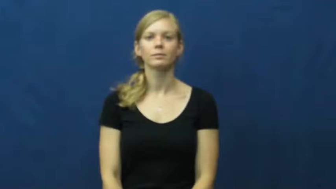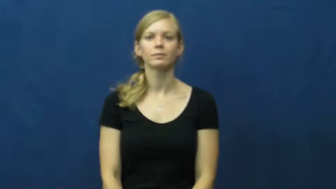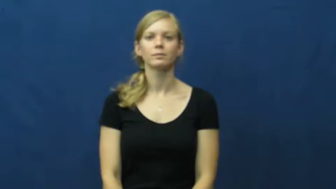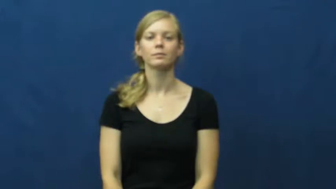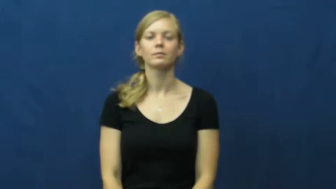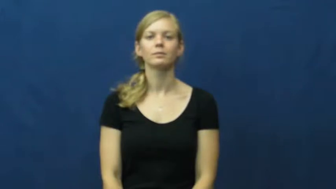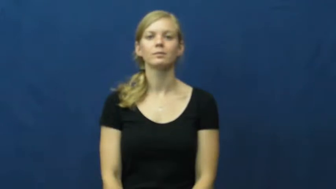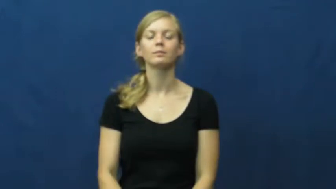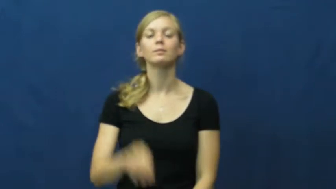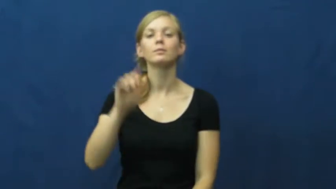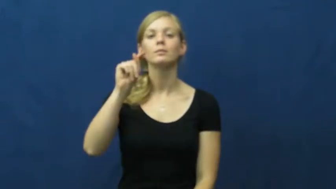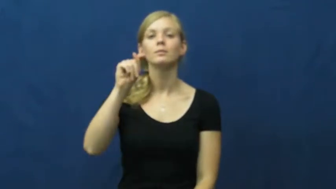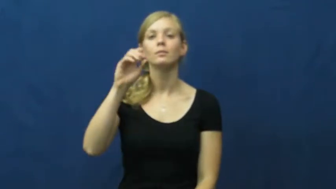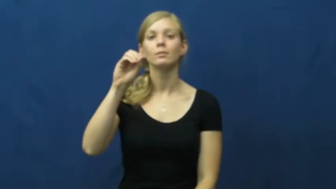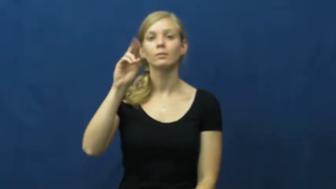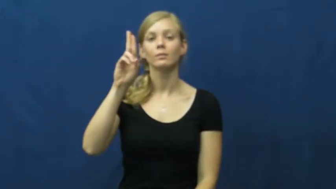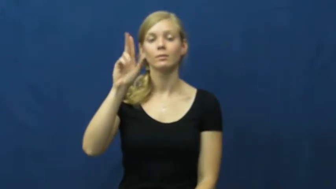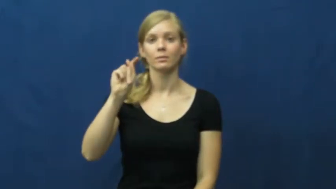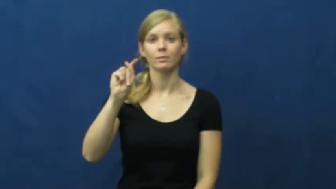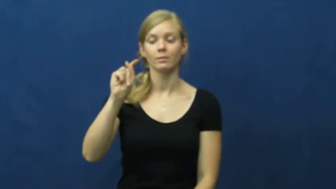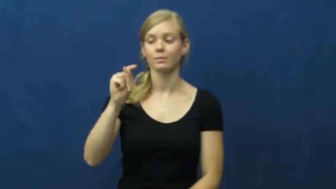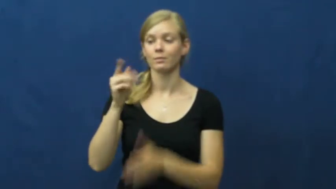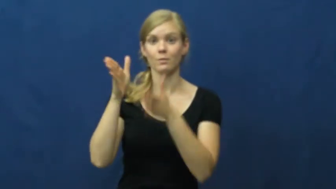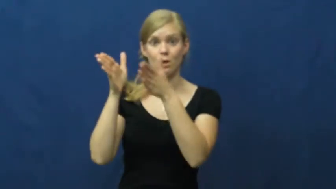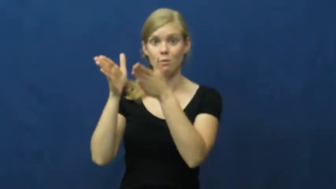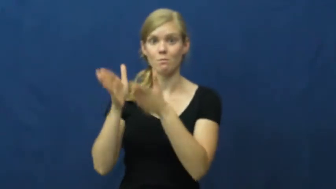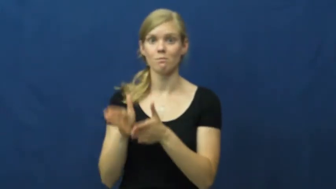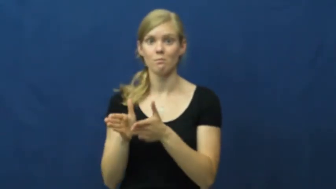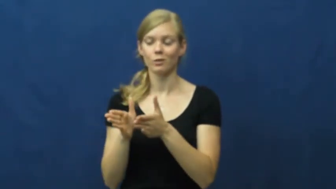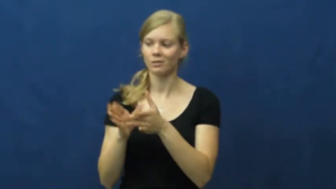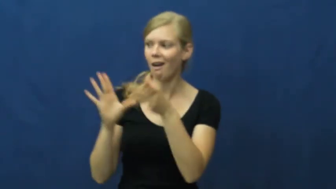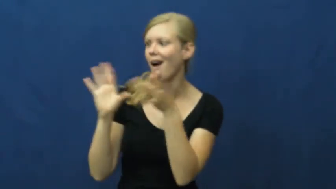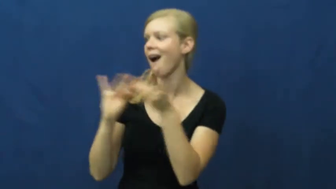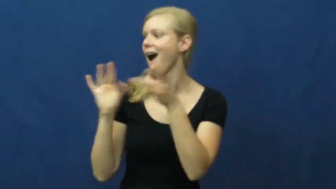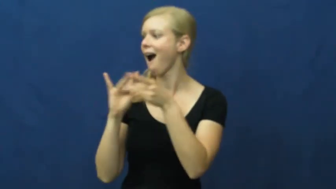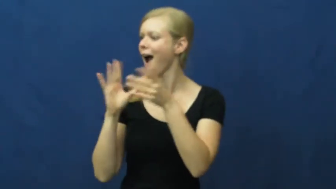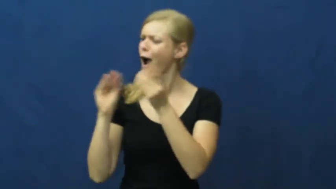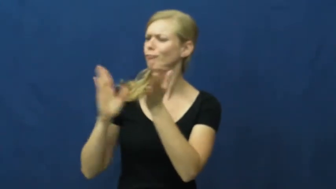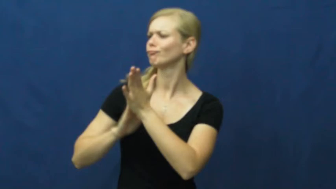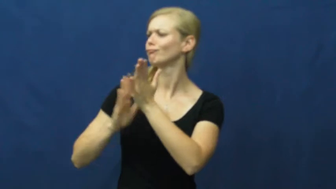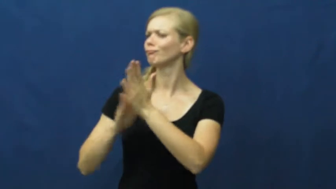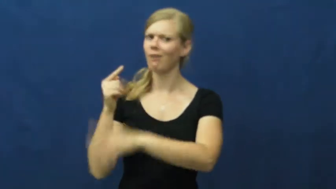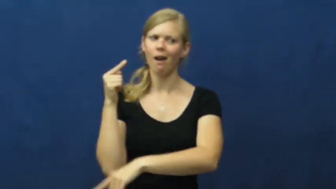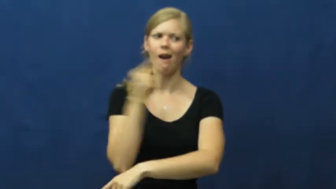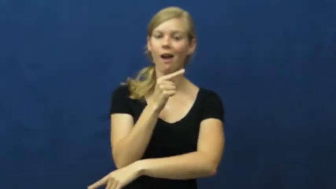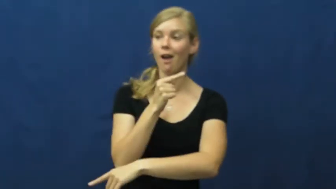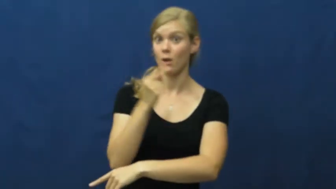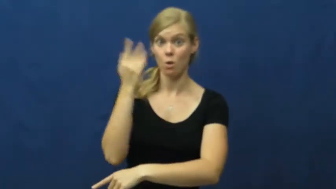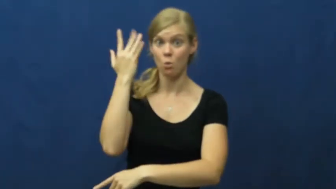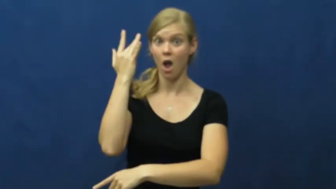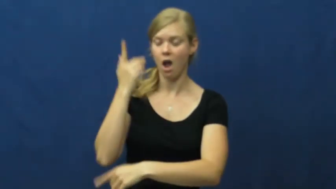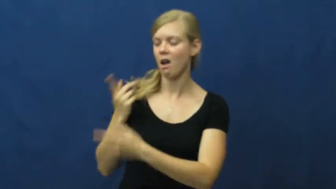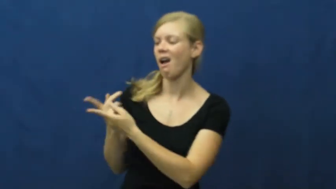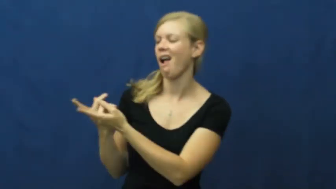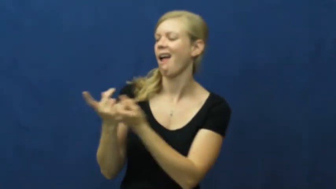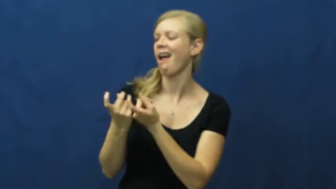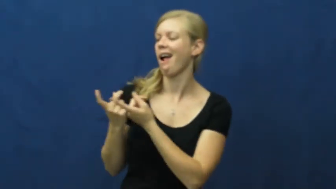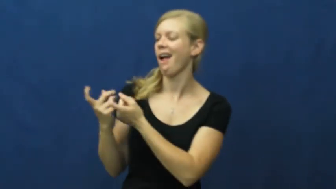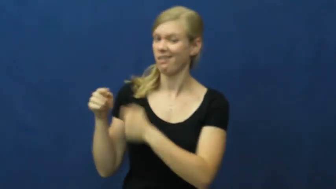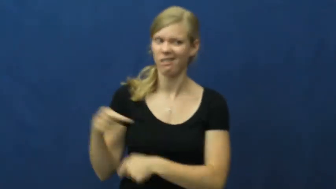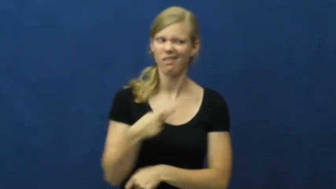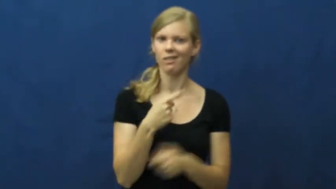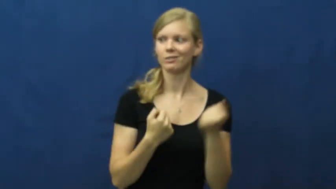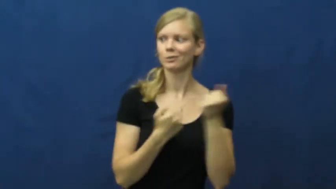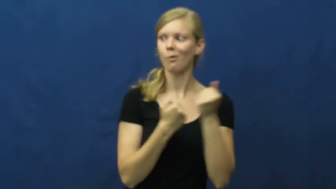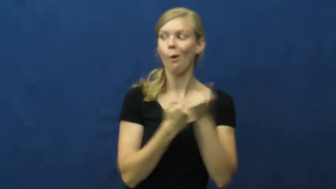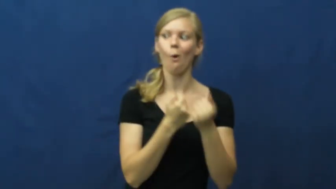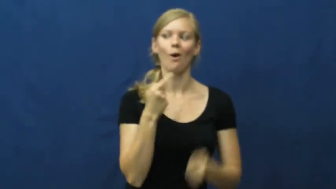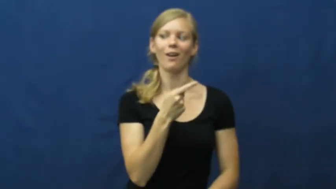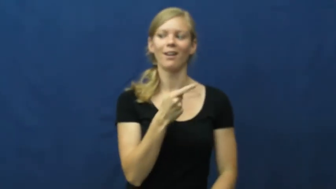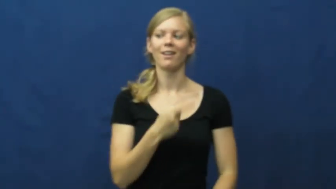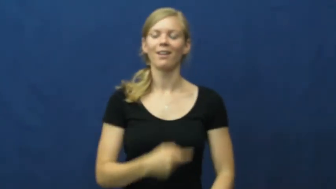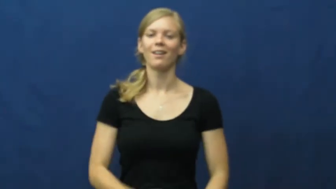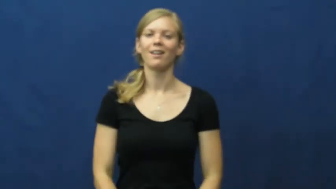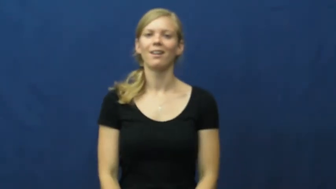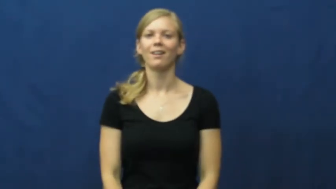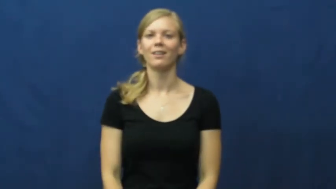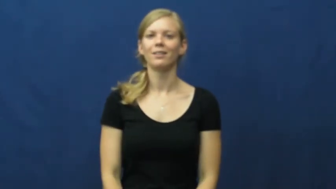tout-praise